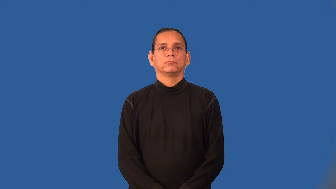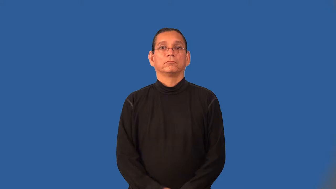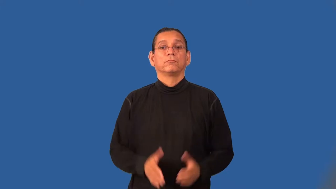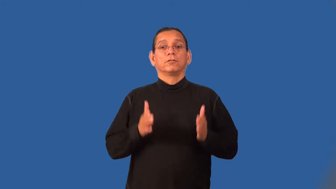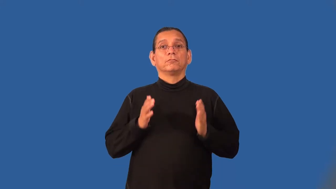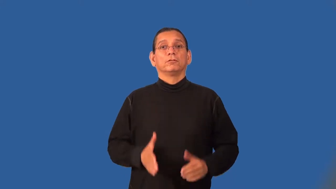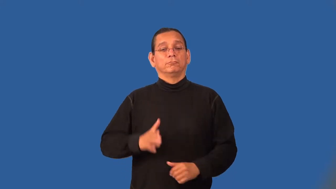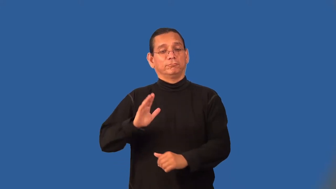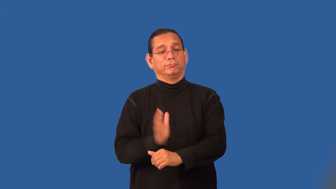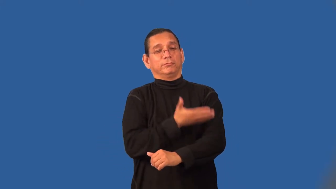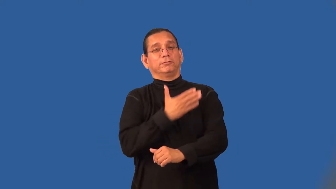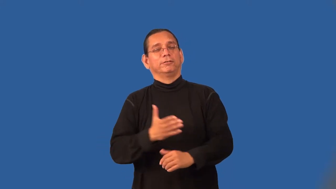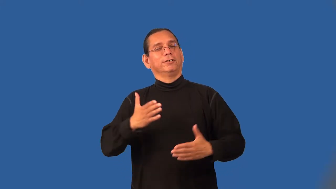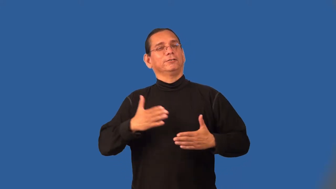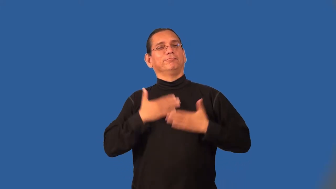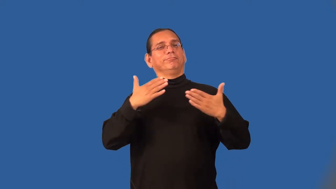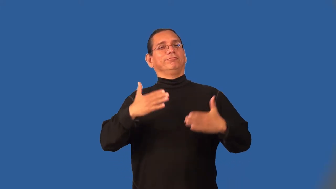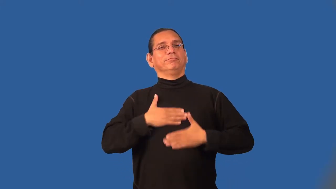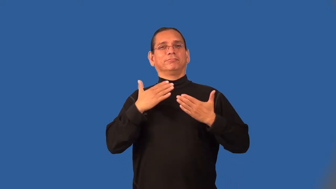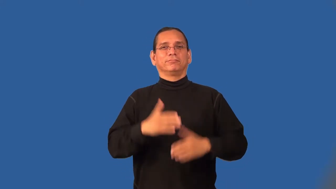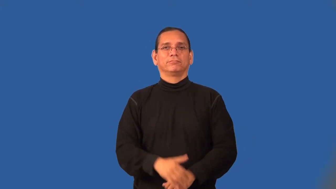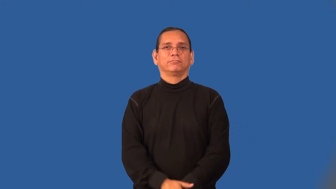caroler